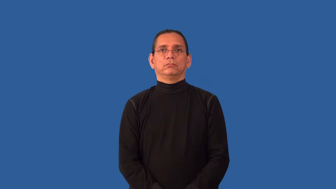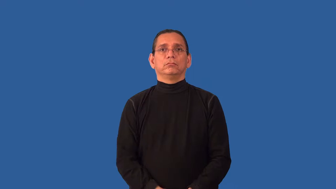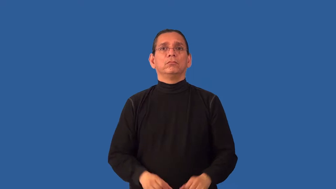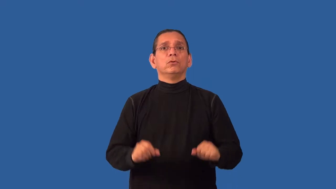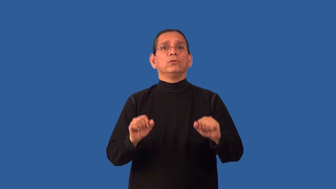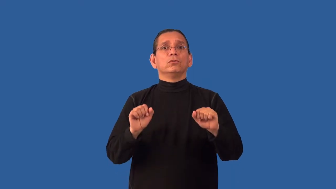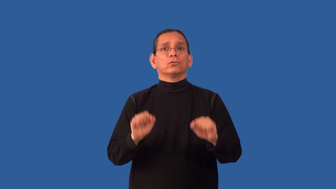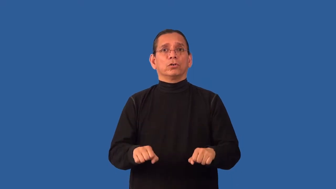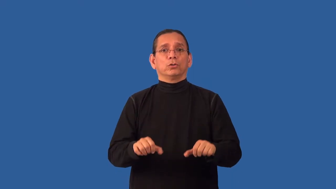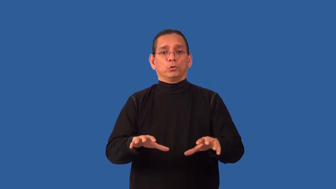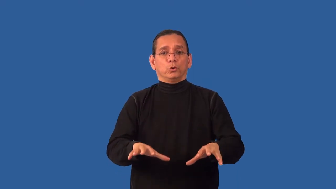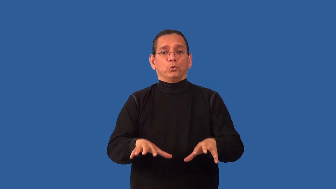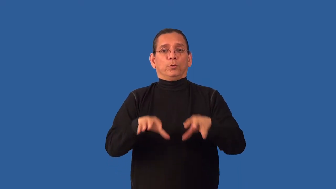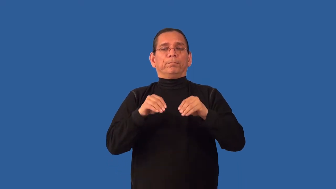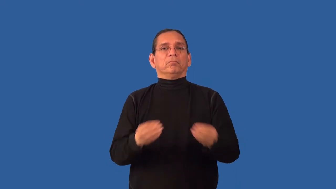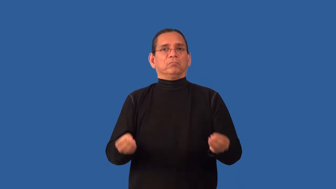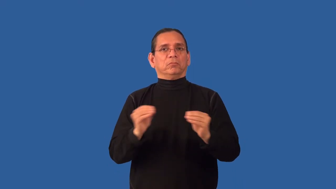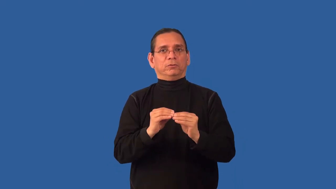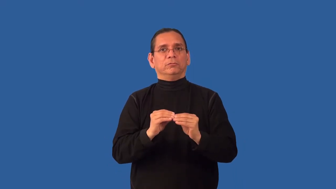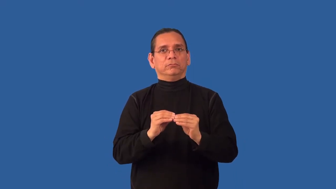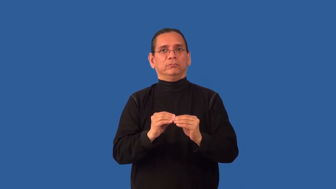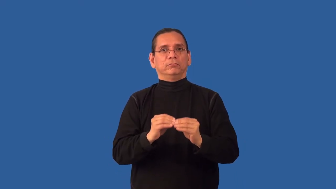unsaturated-can absorb more